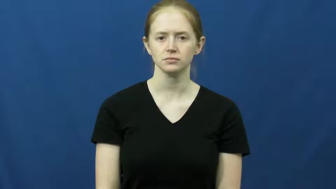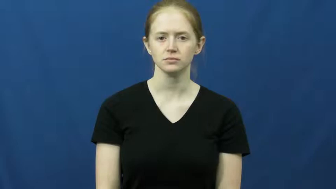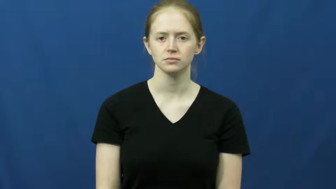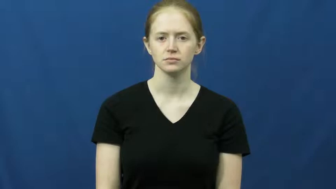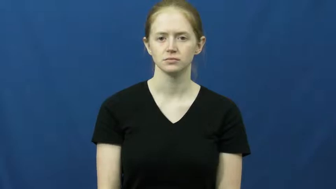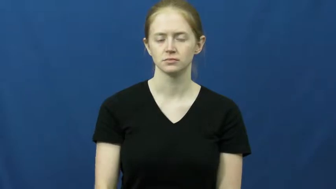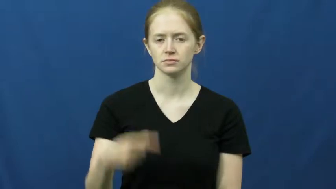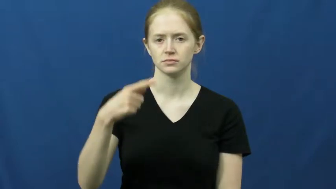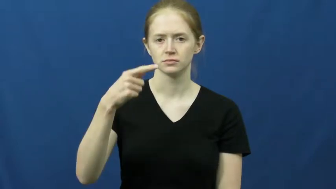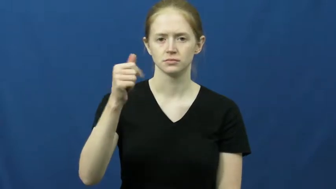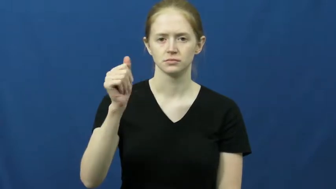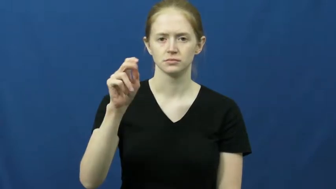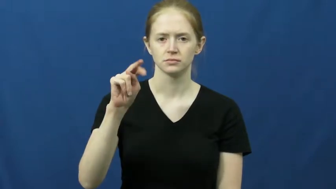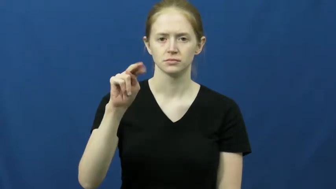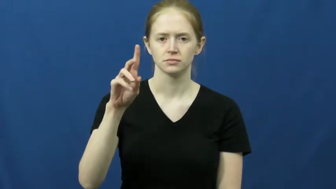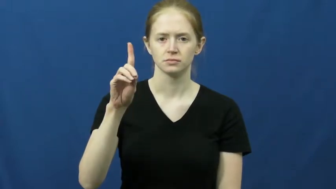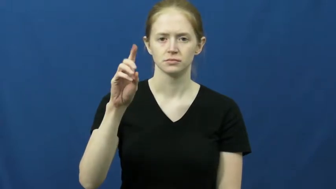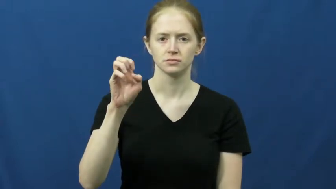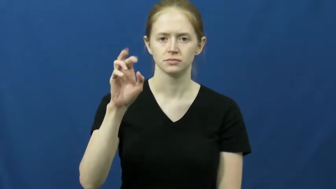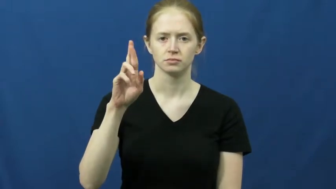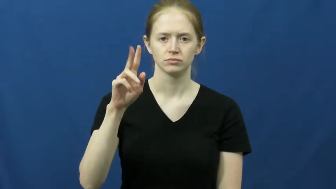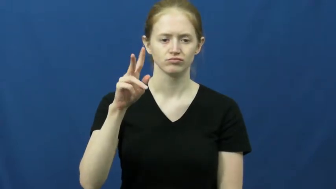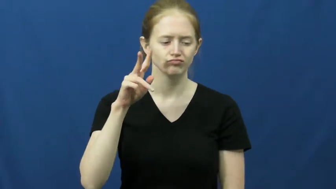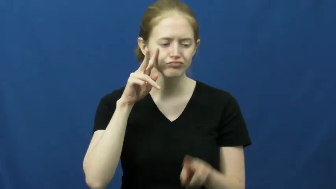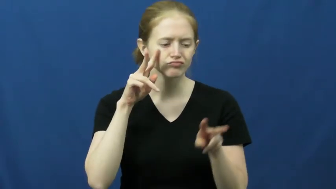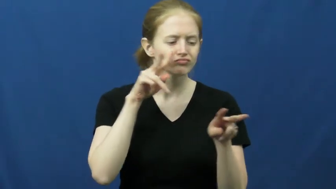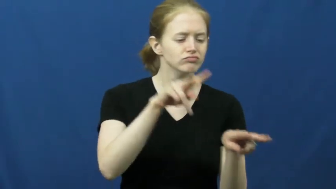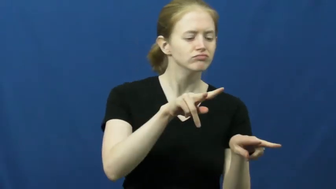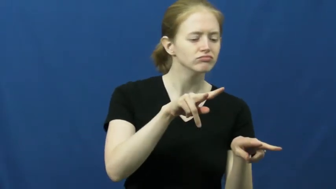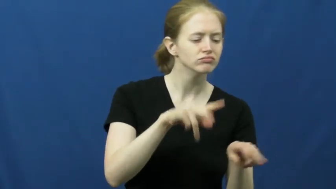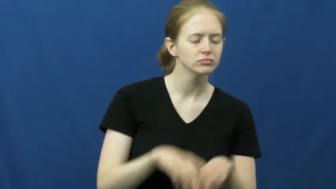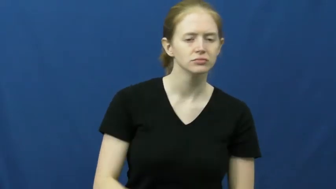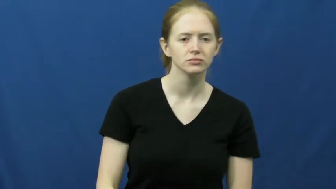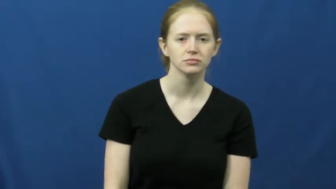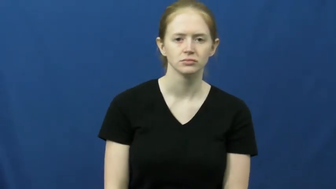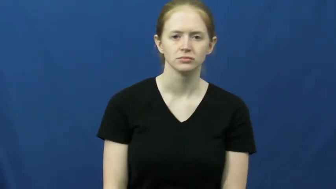gander-look